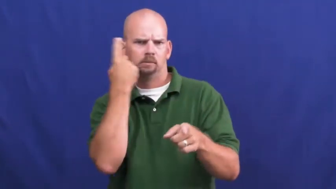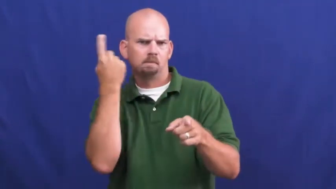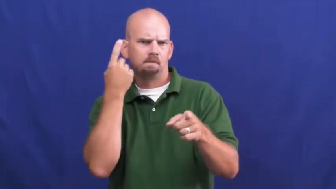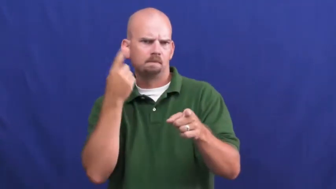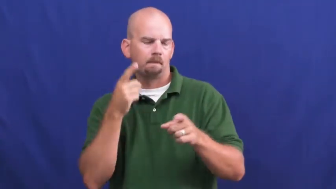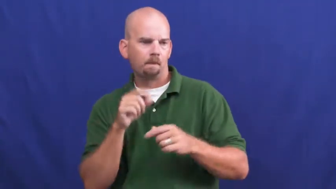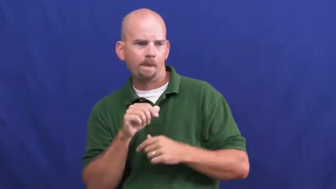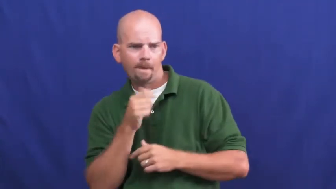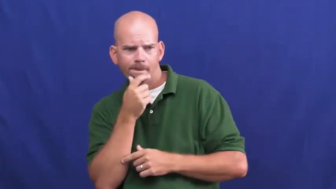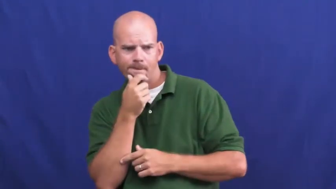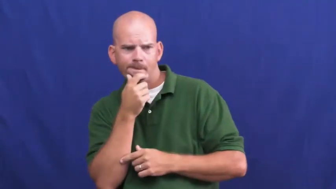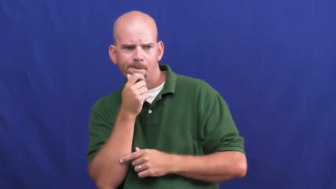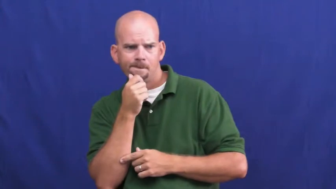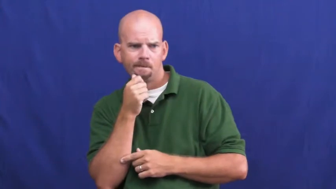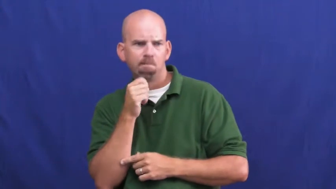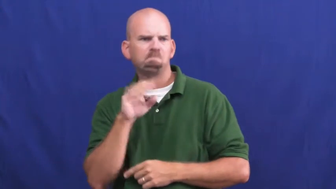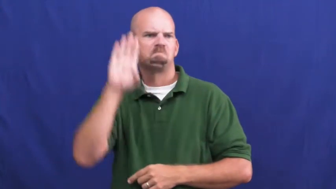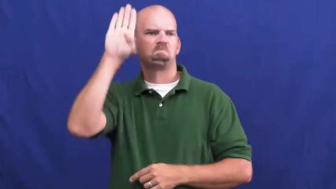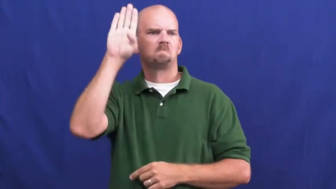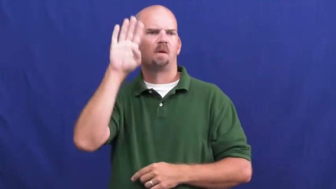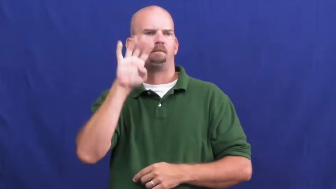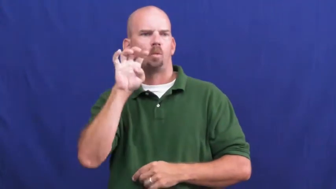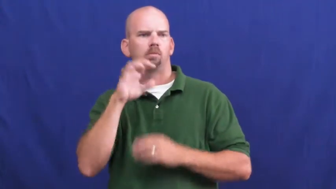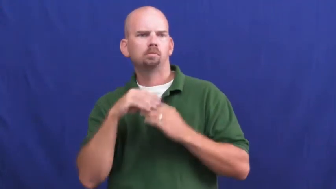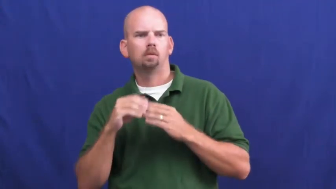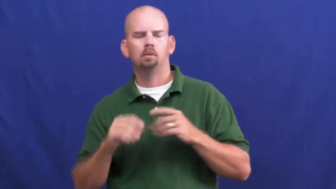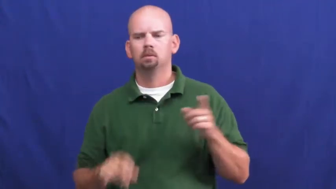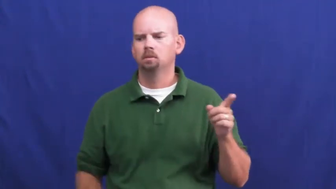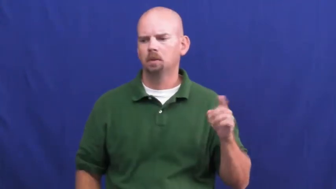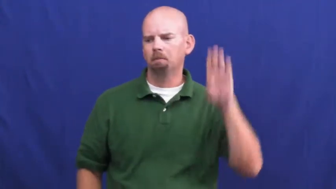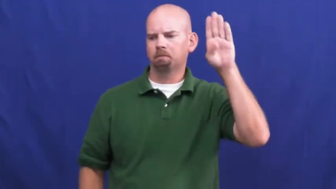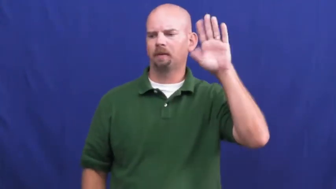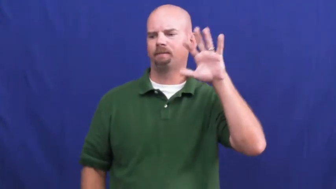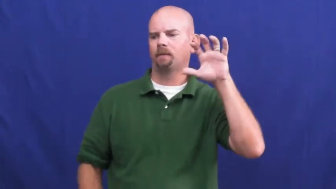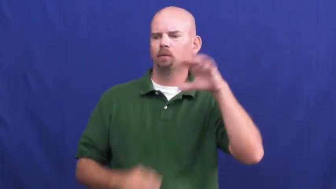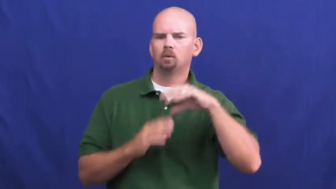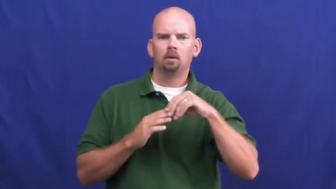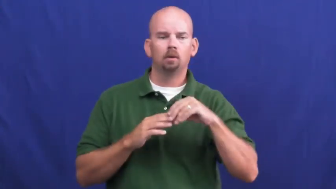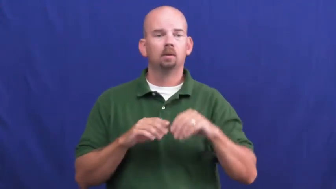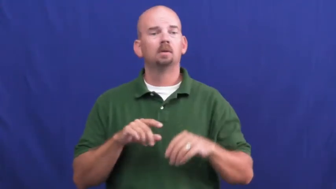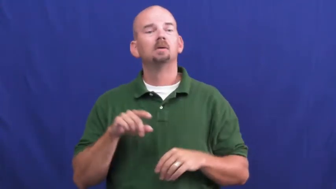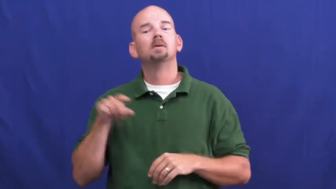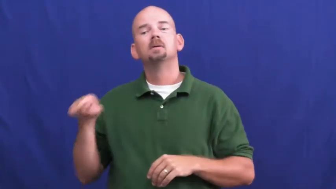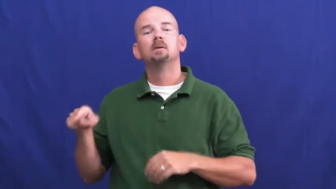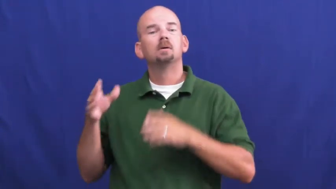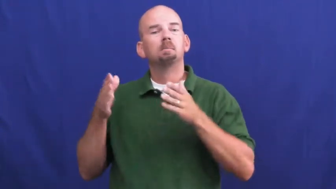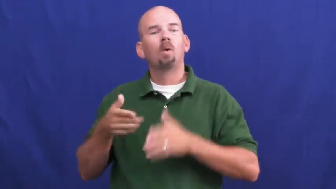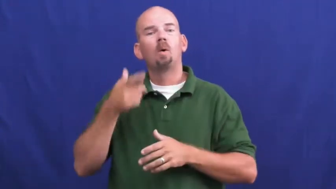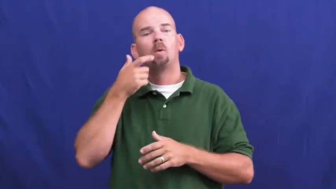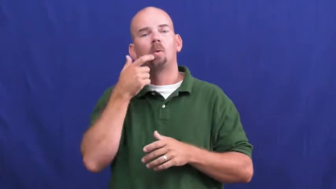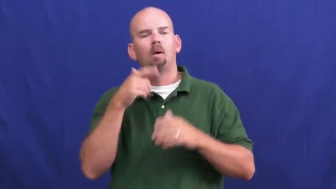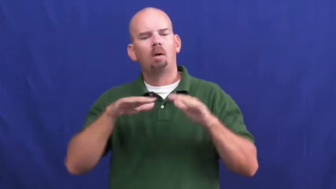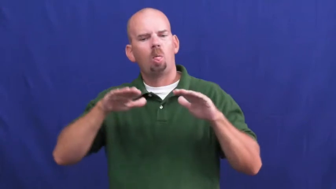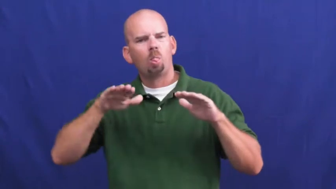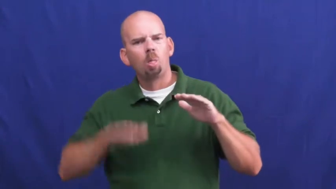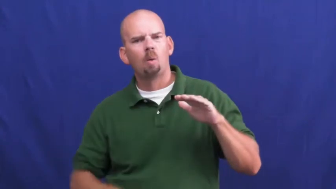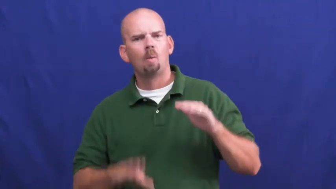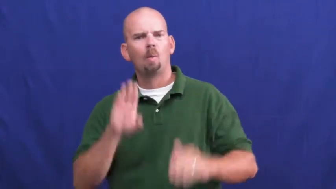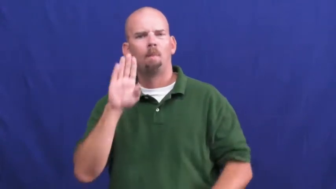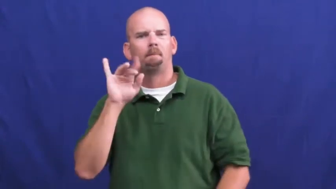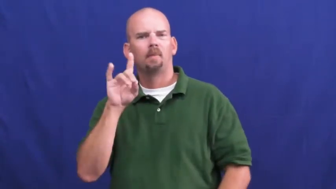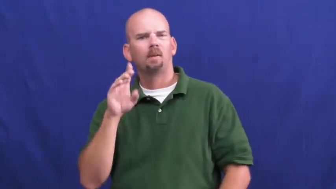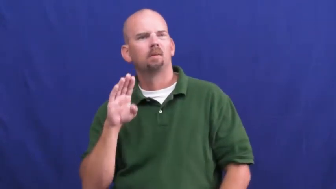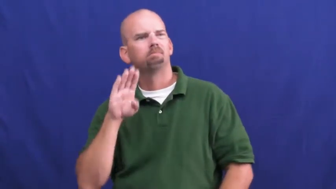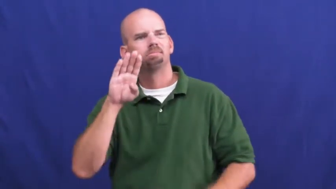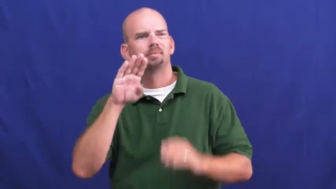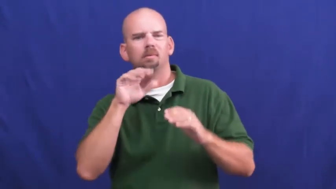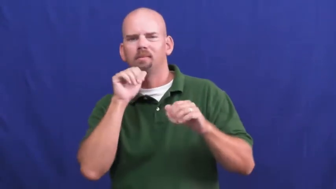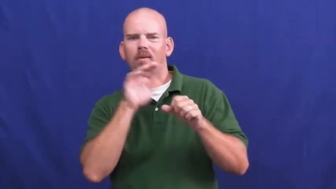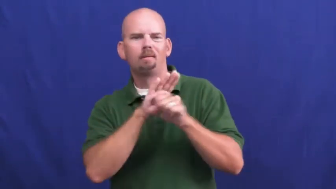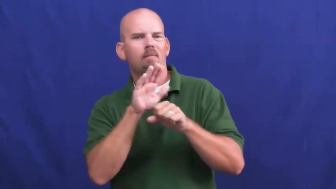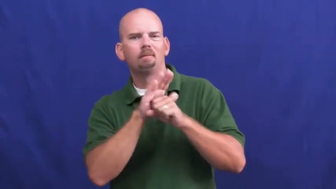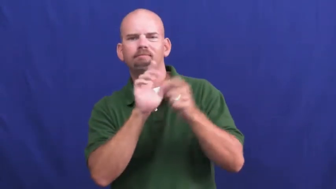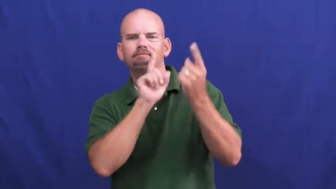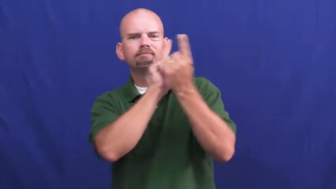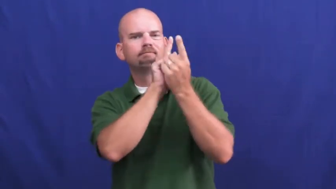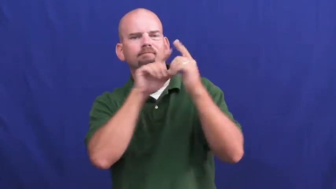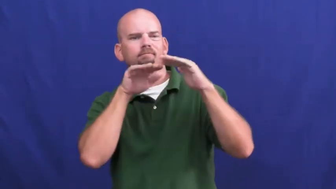underbid